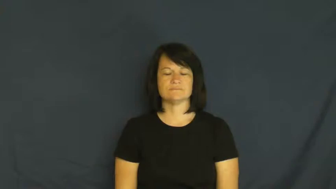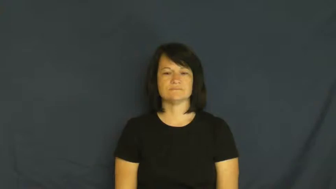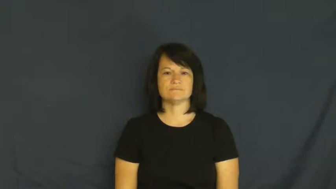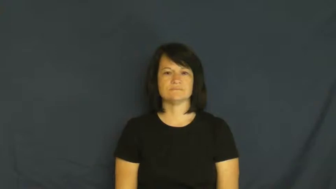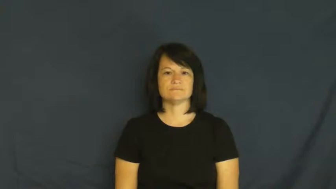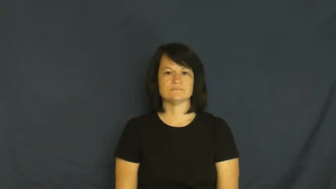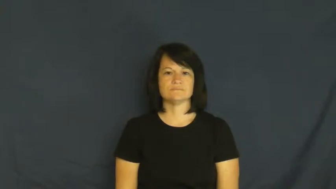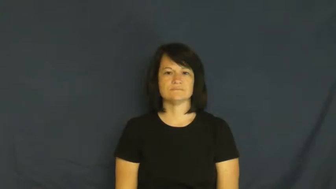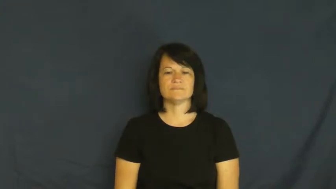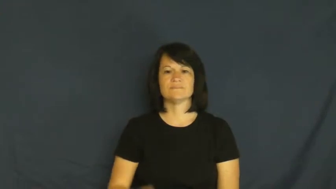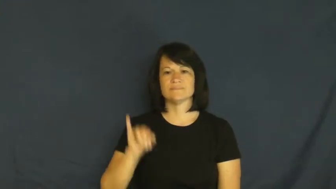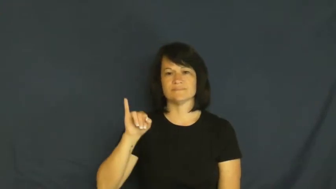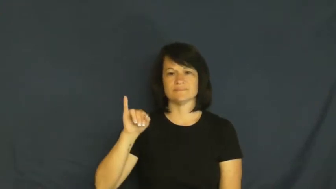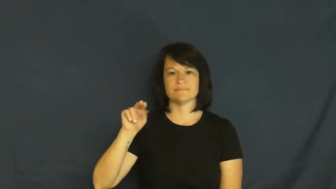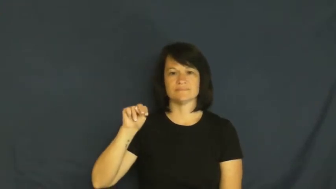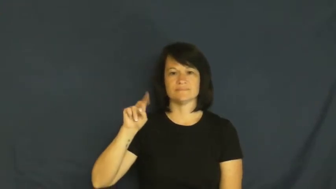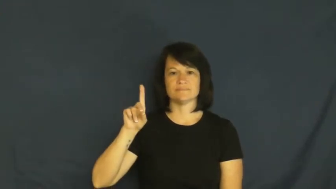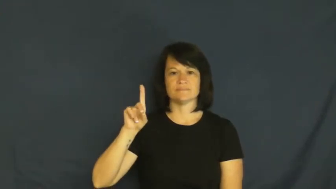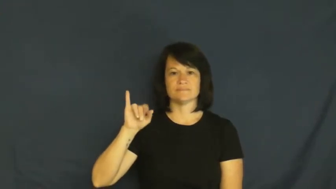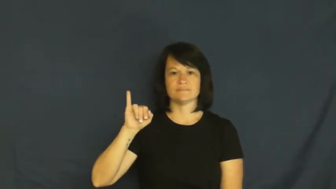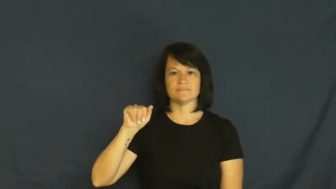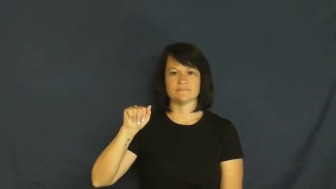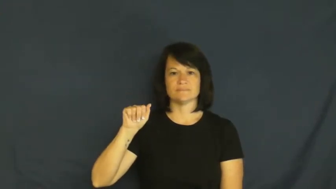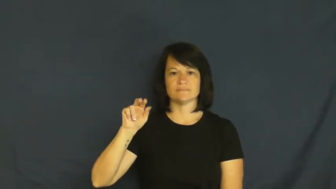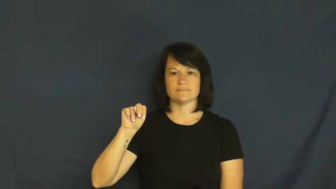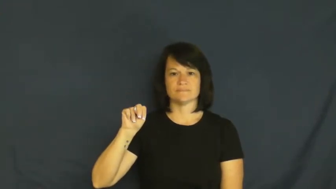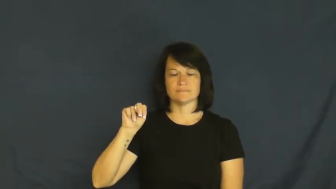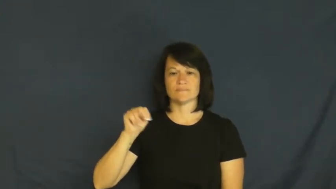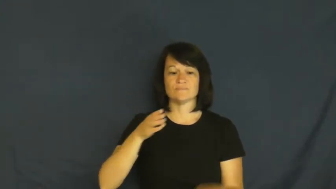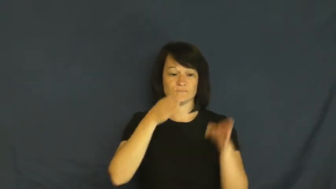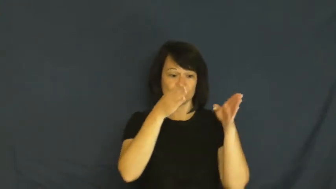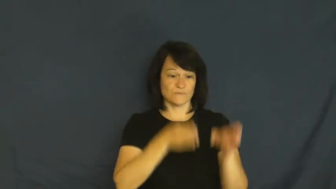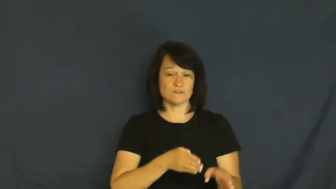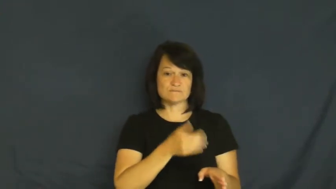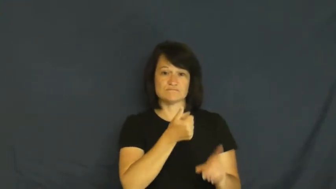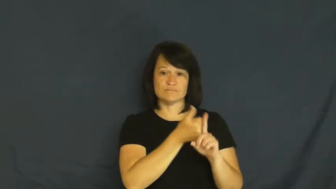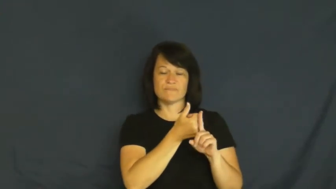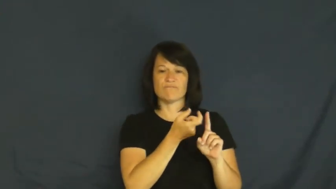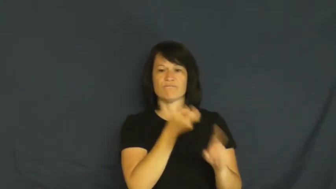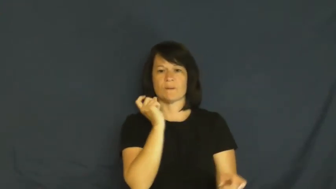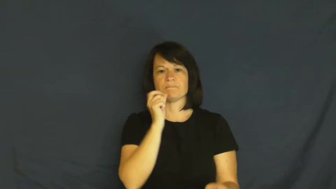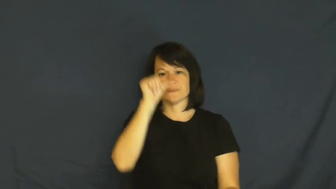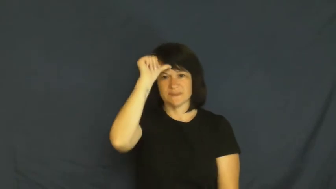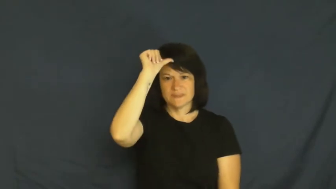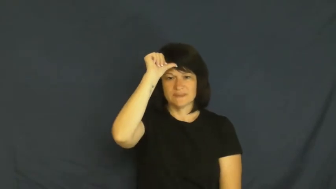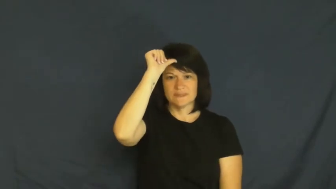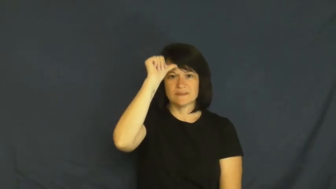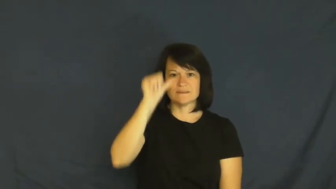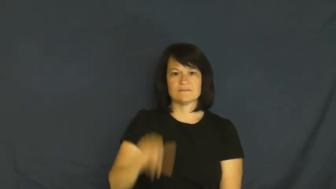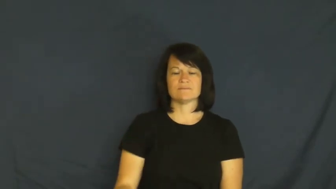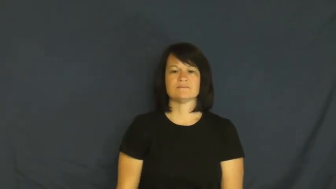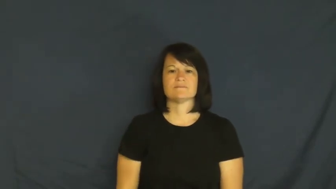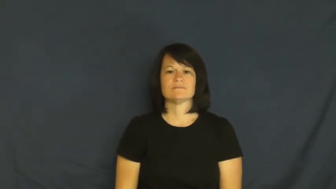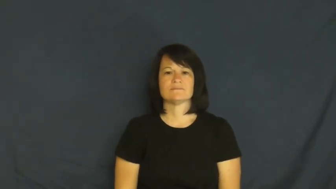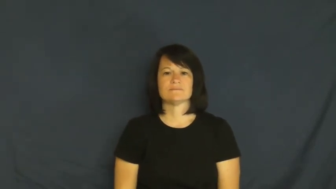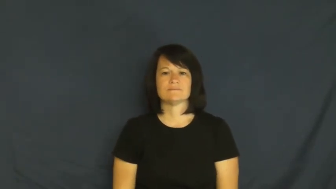Indian-India